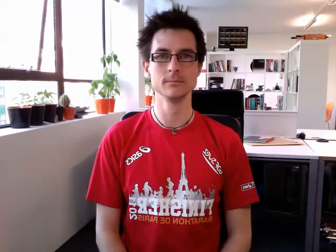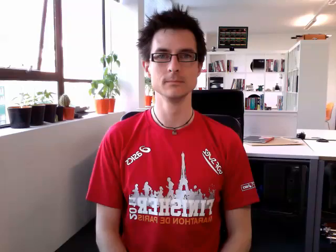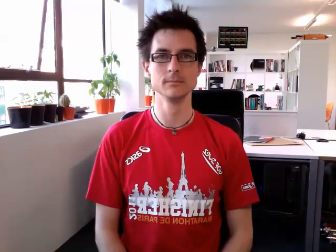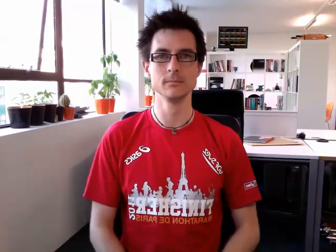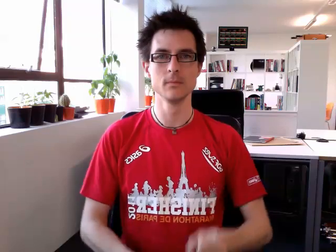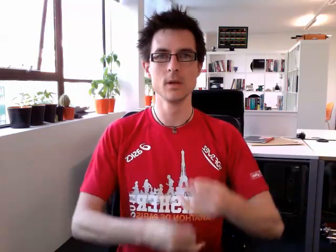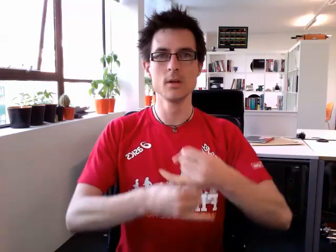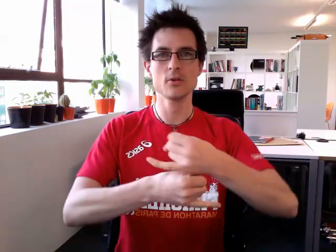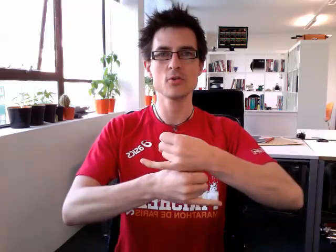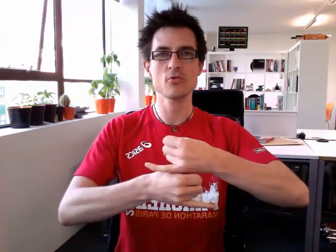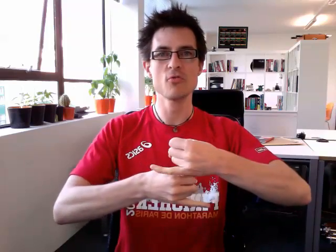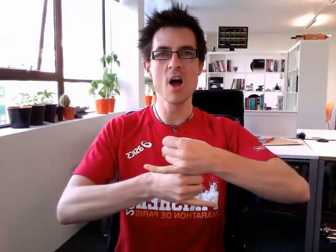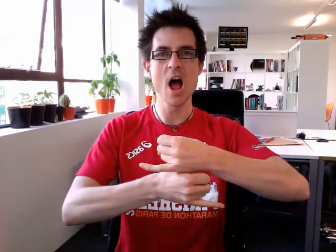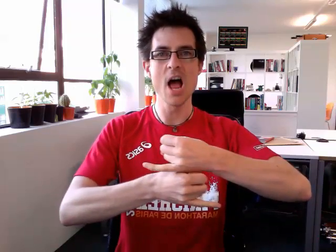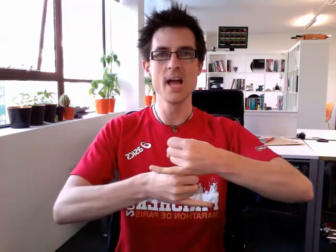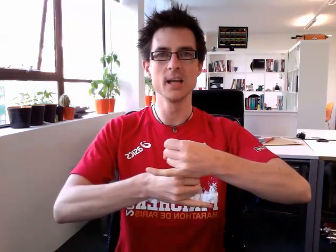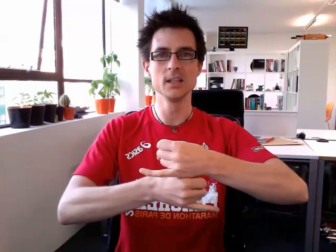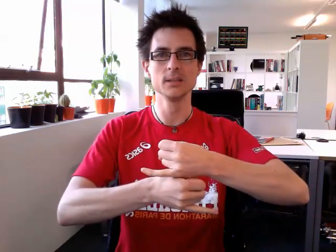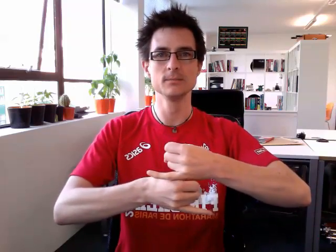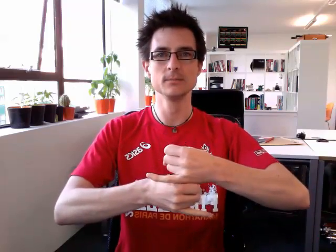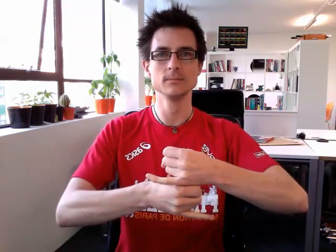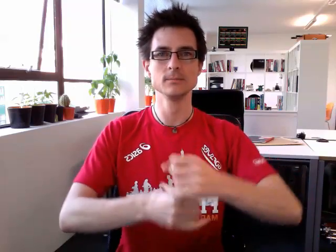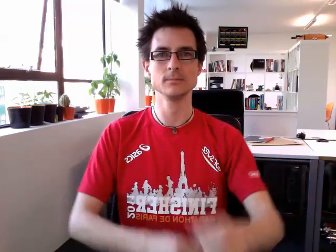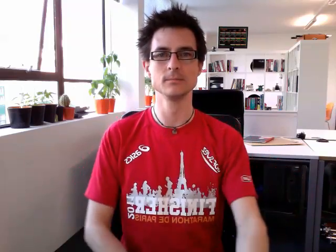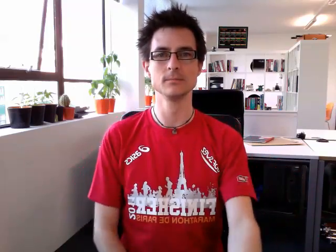grey